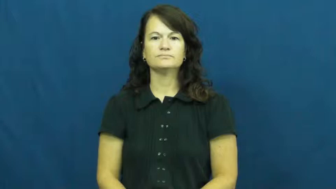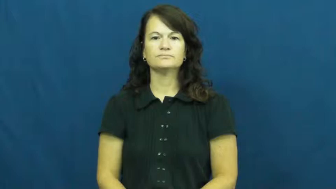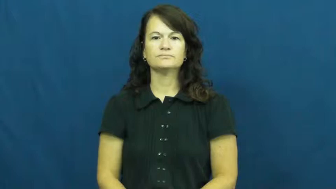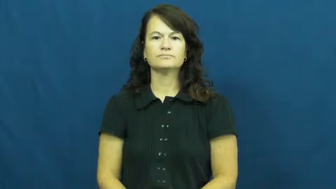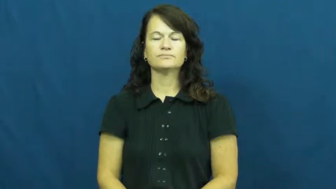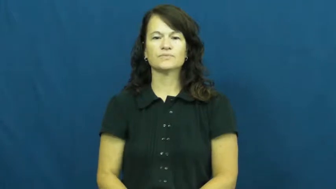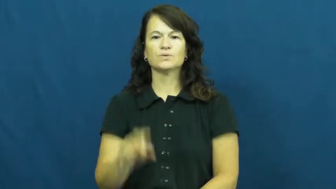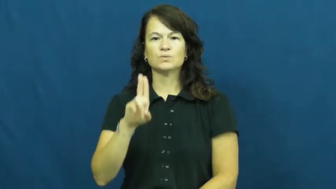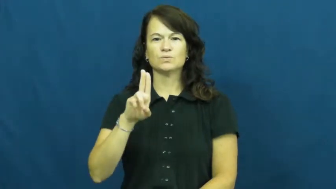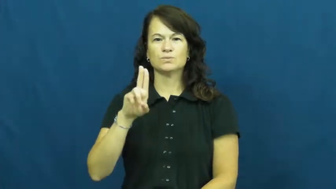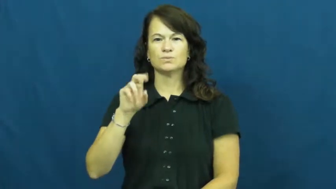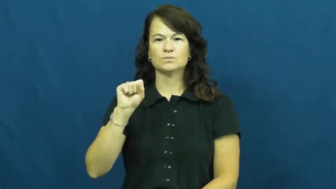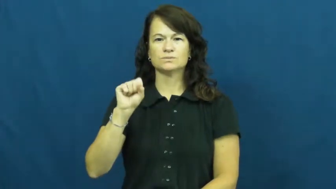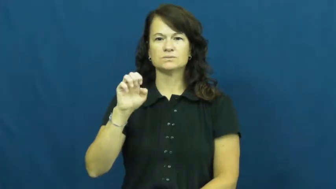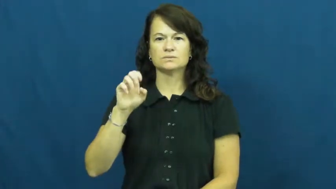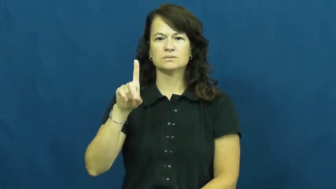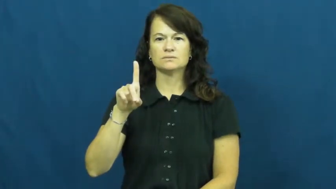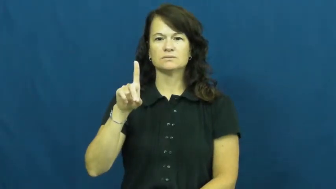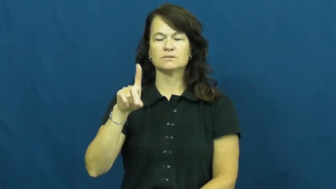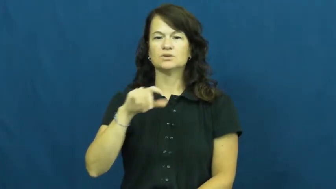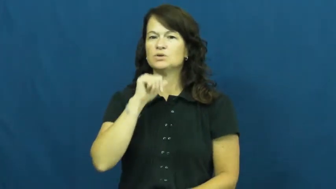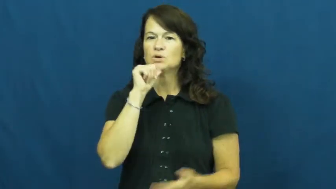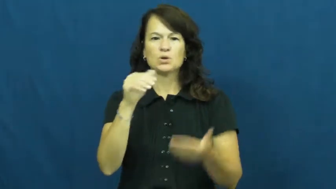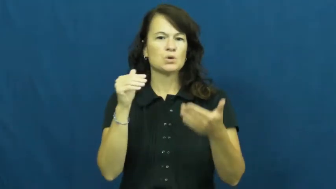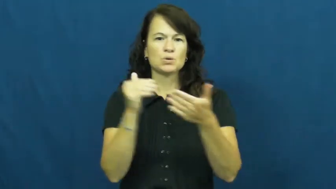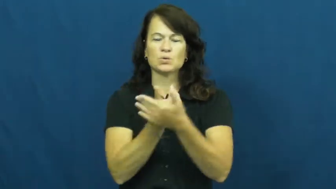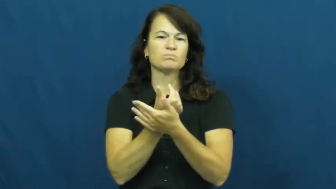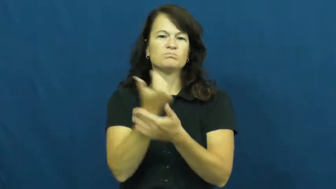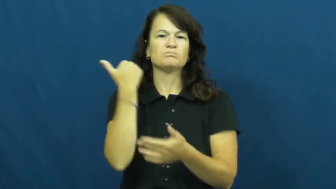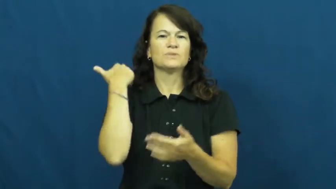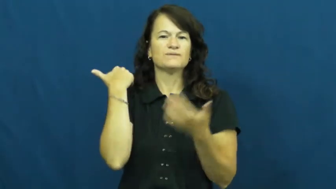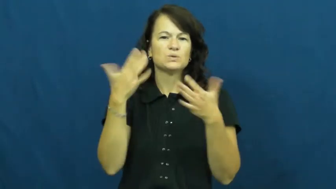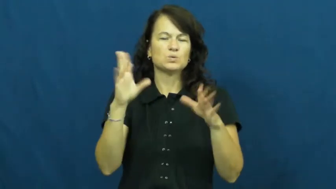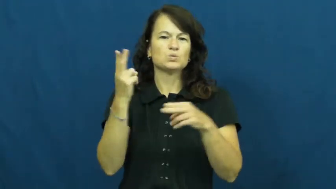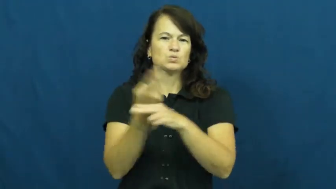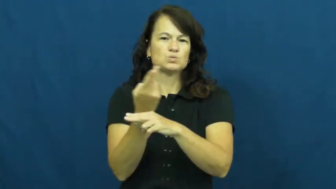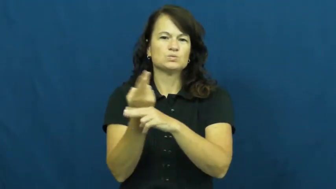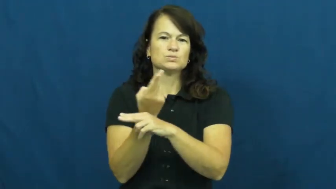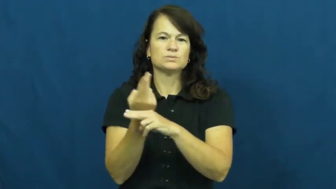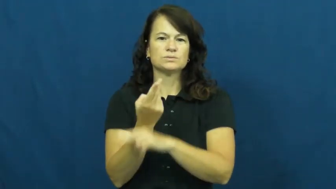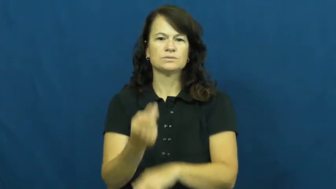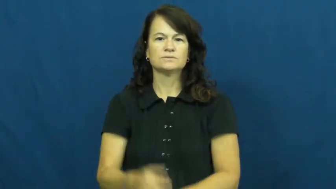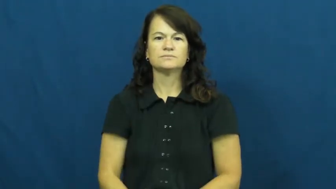used,hand-me-down